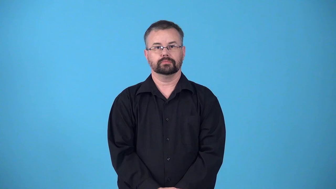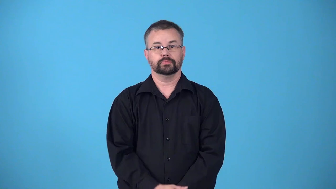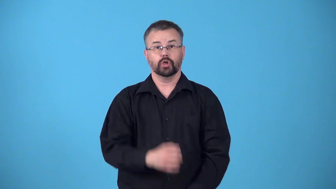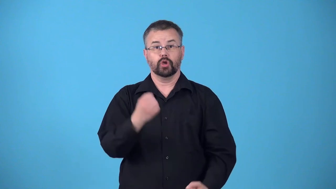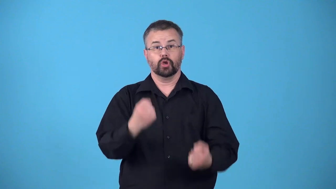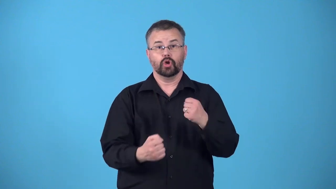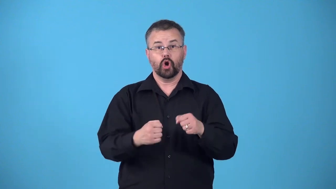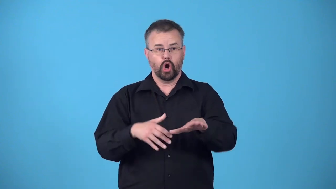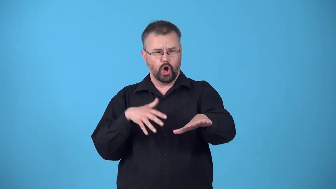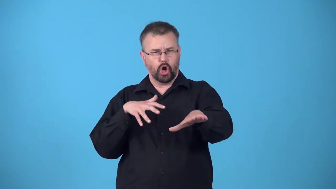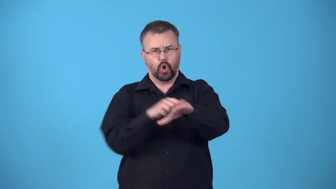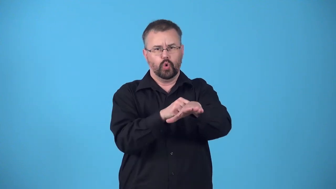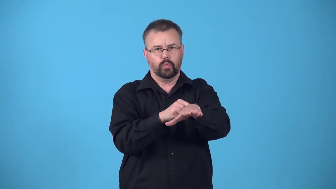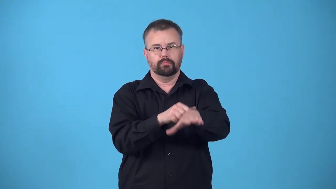rearend-crash